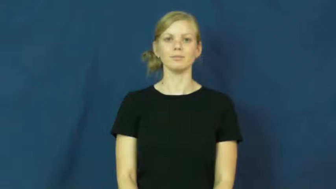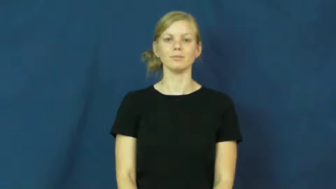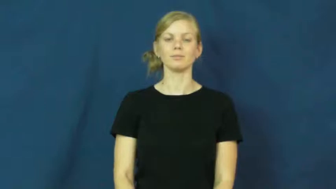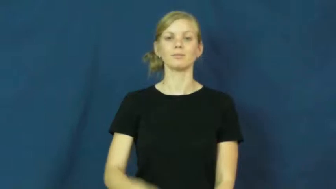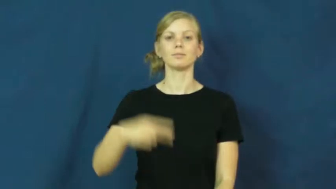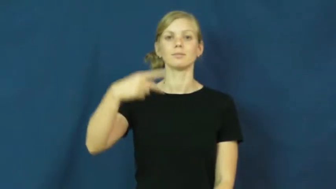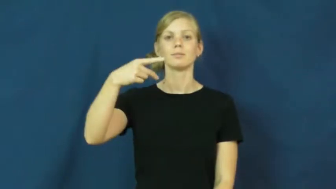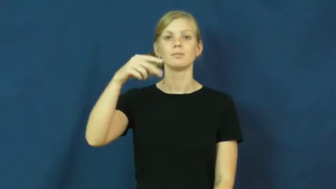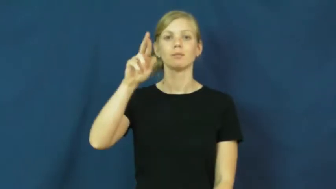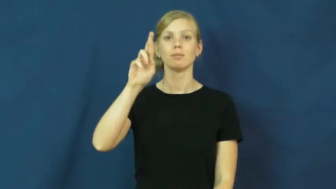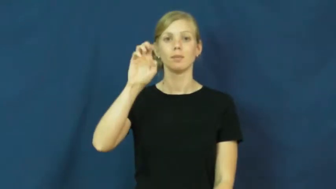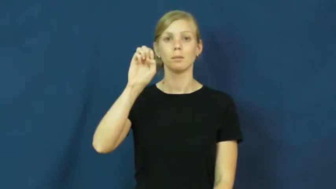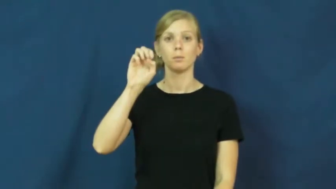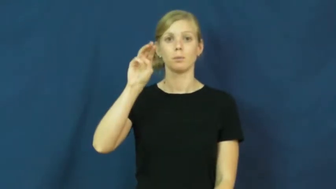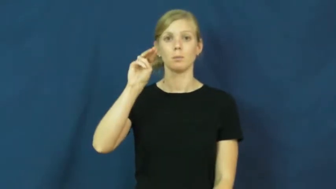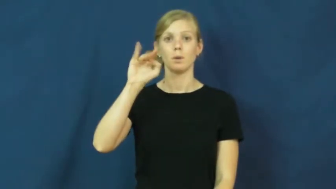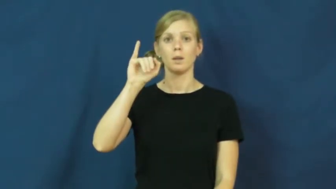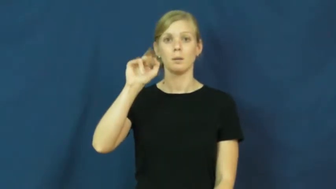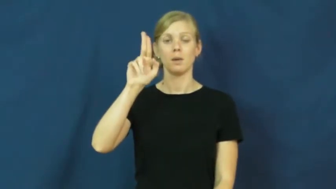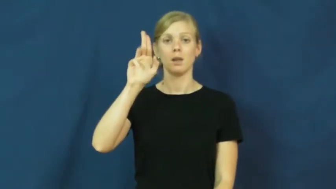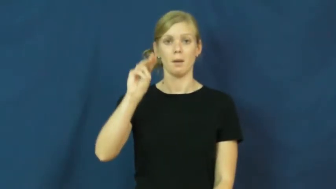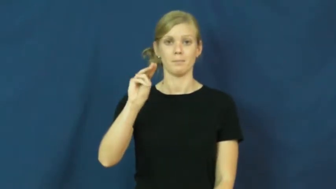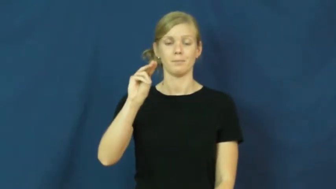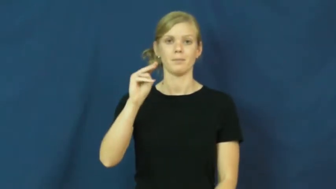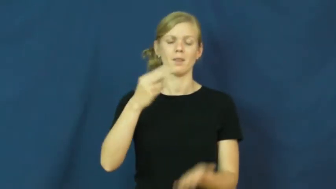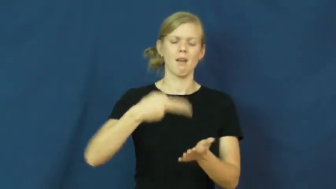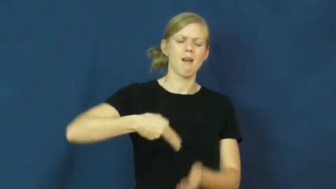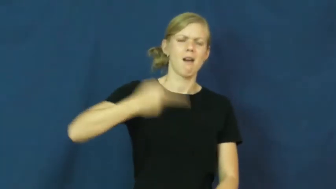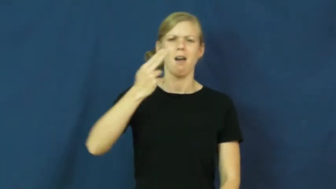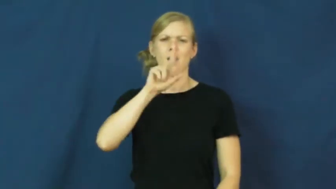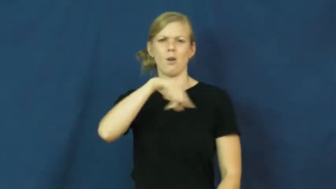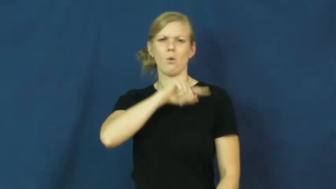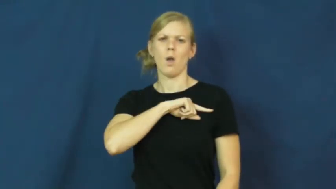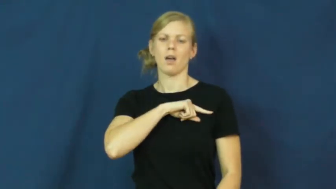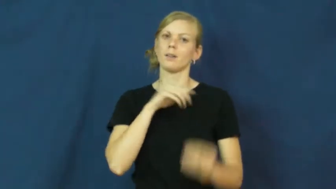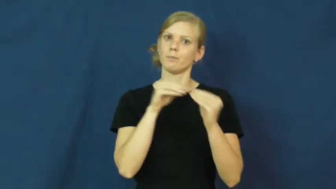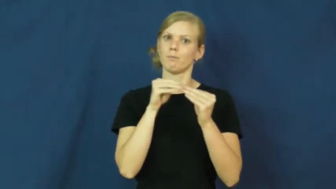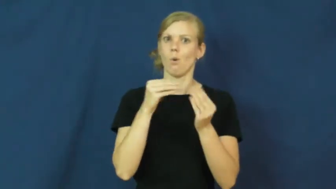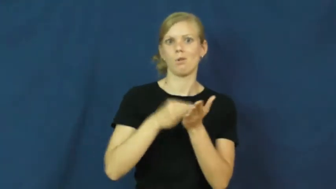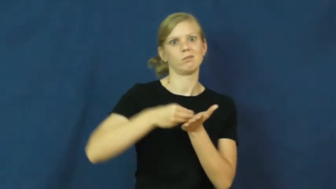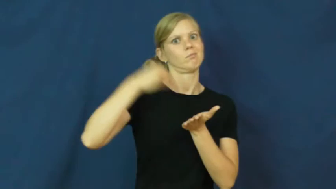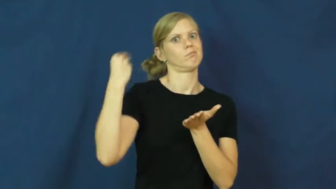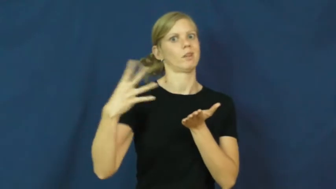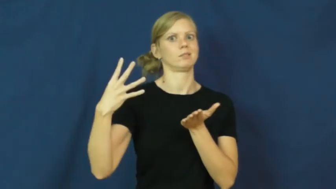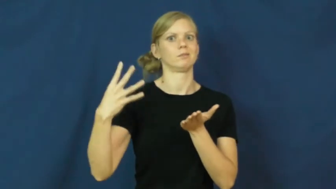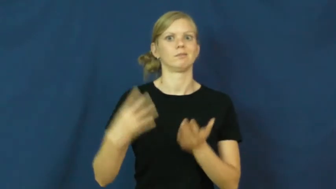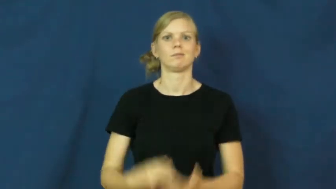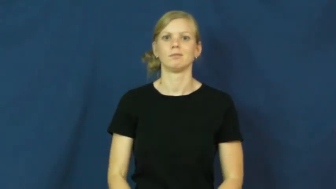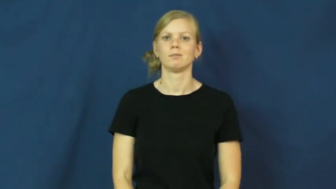premium-quality